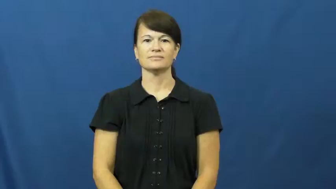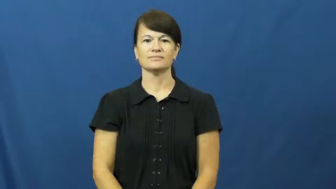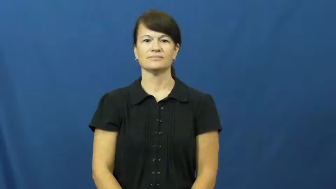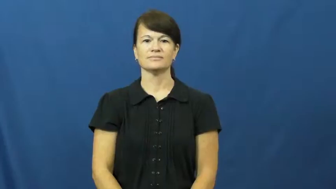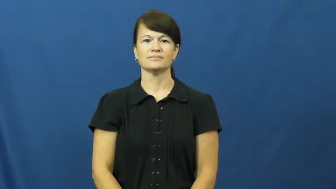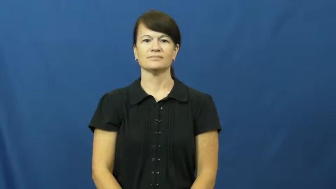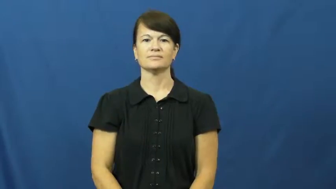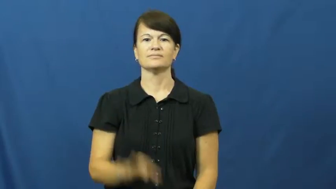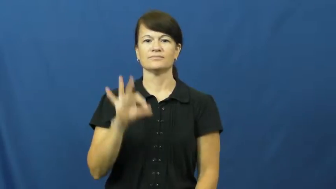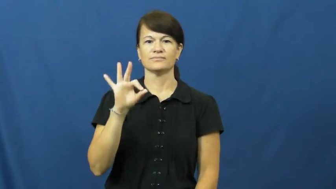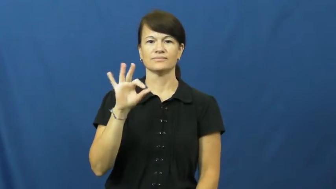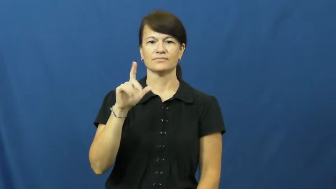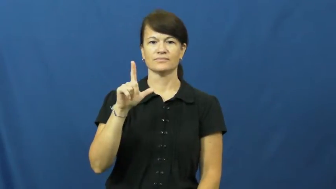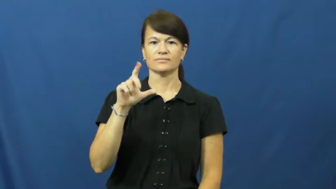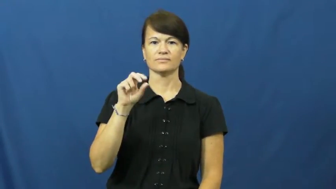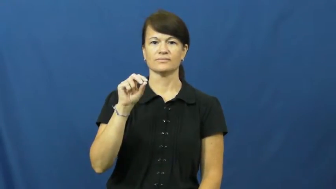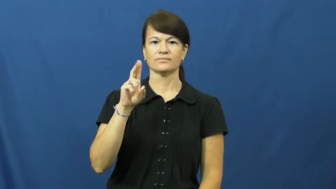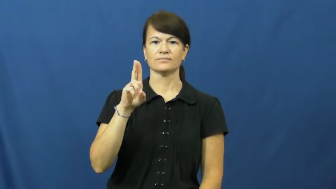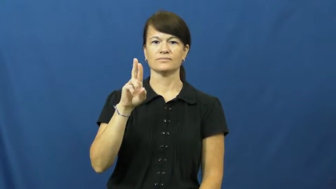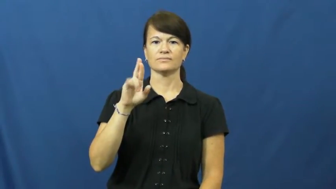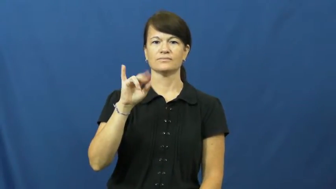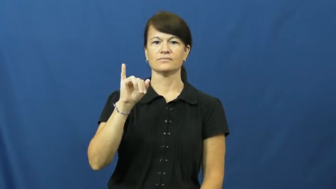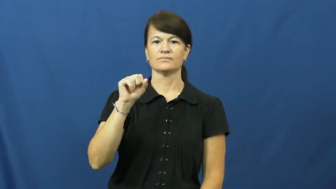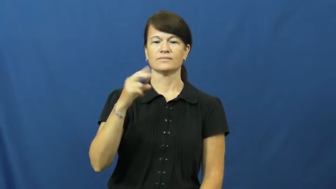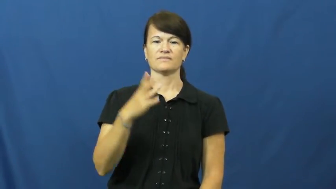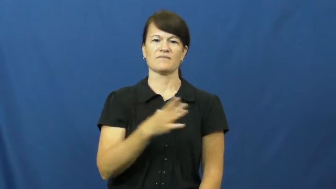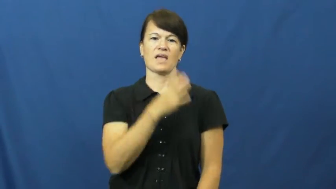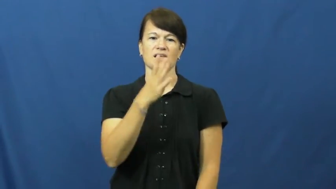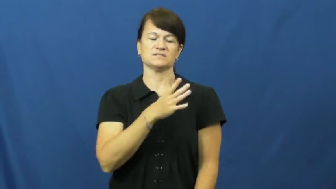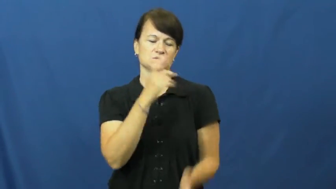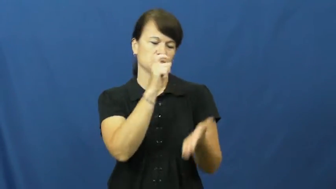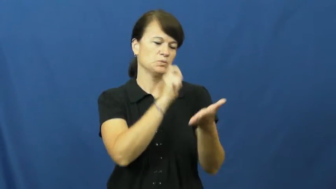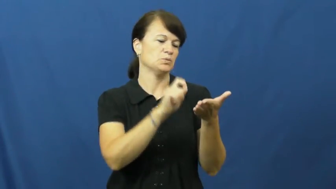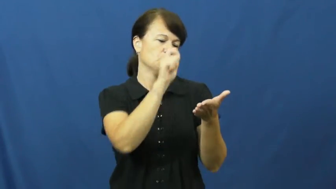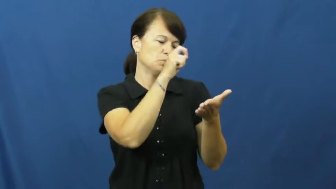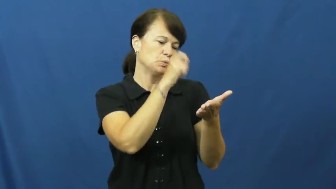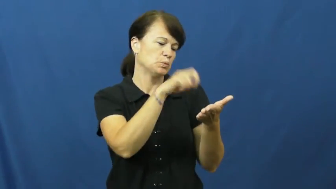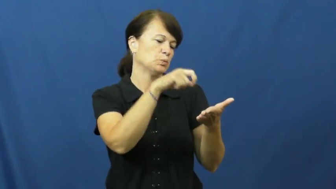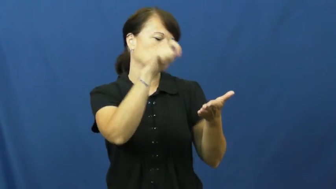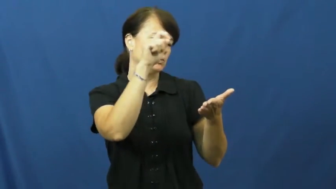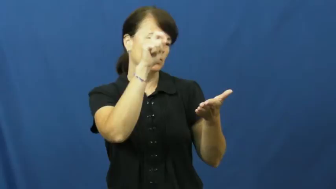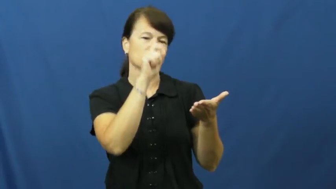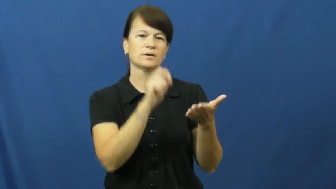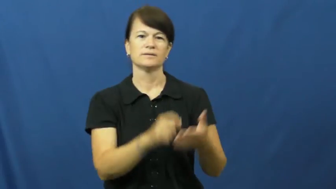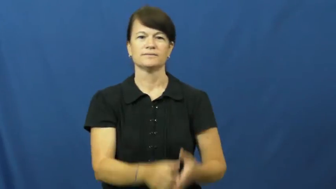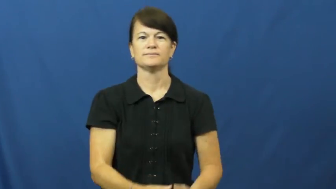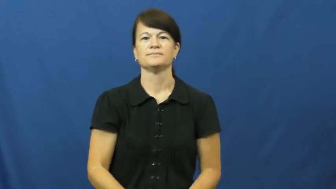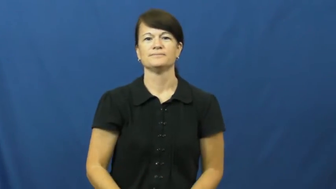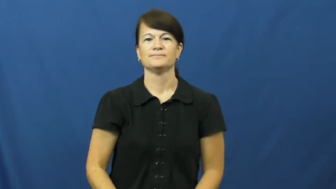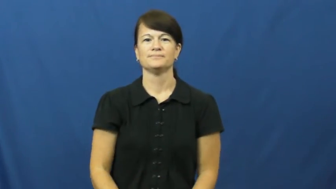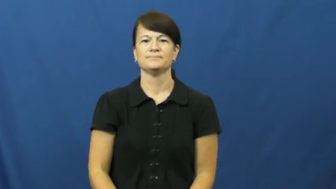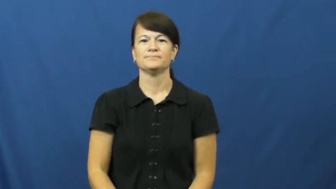flourish-write